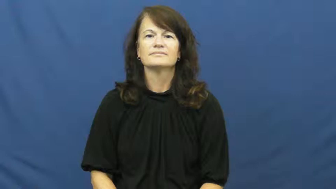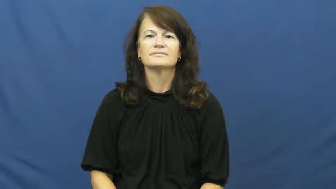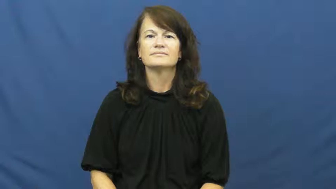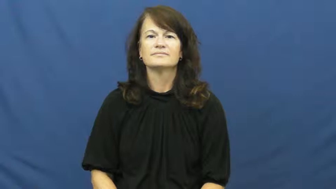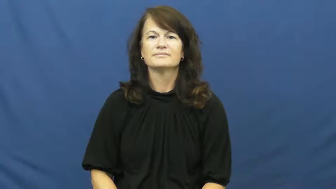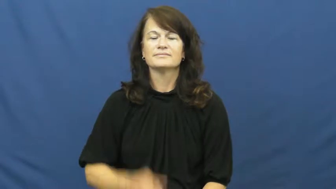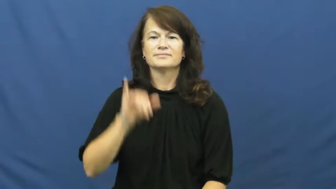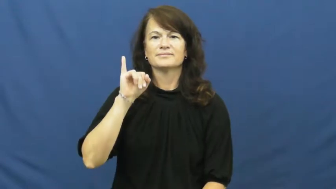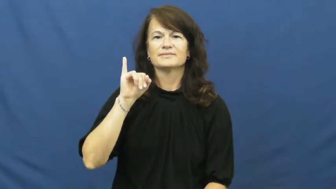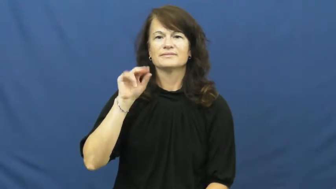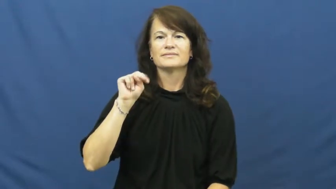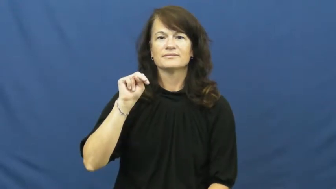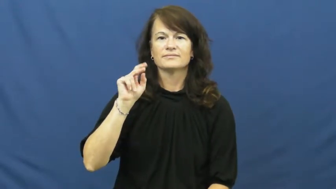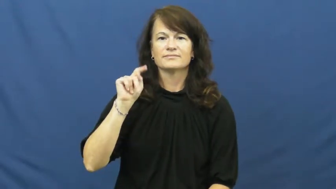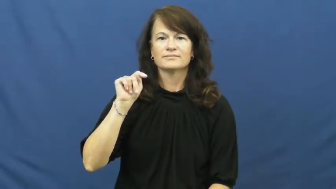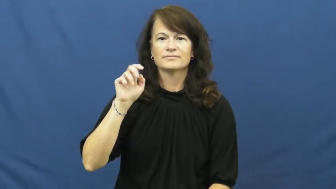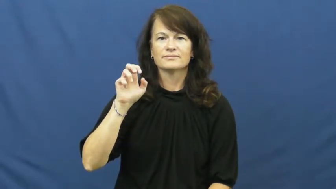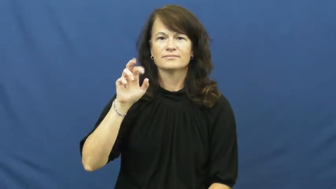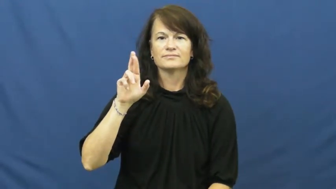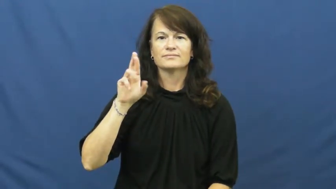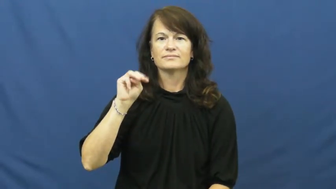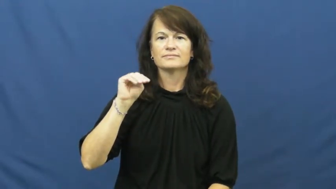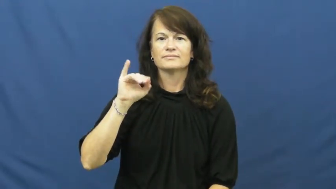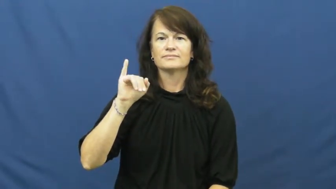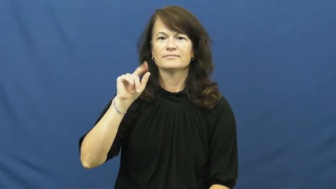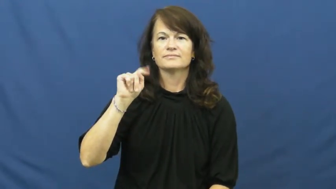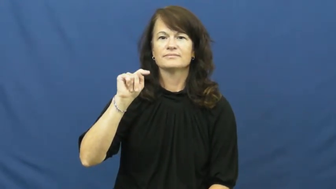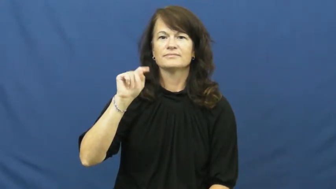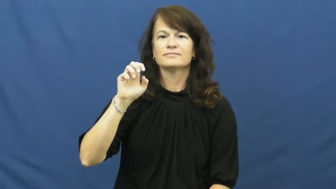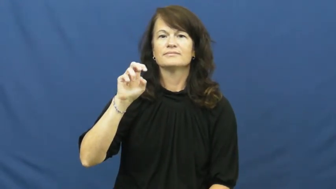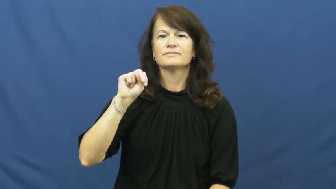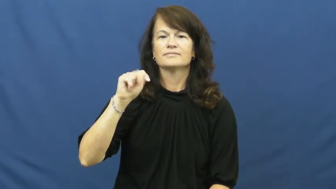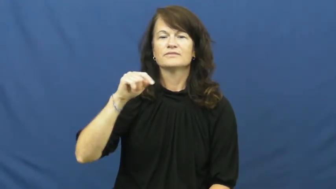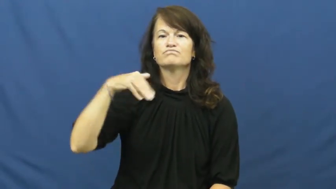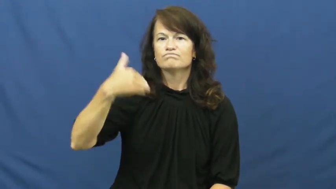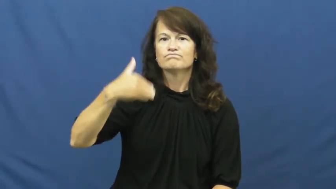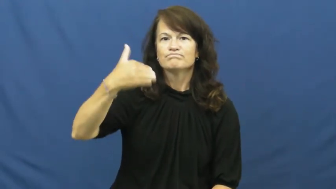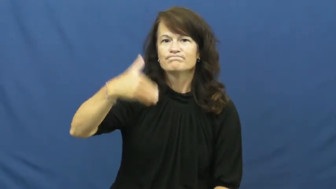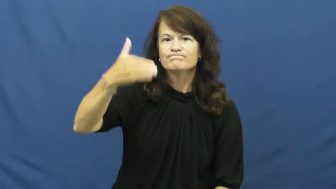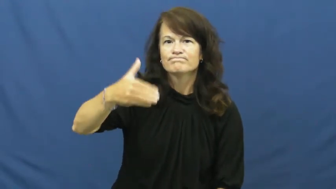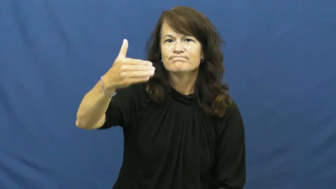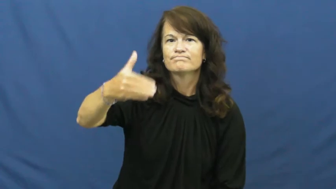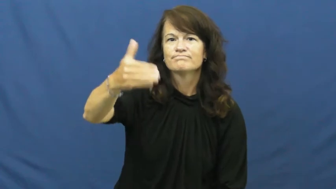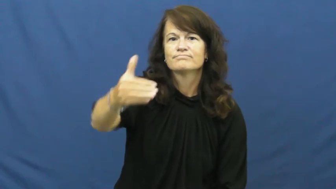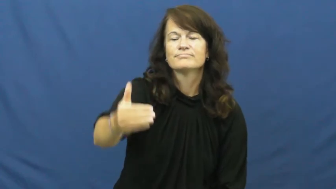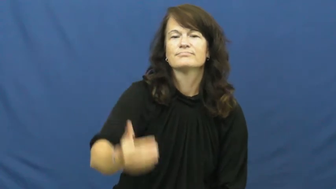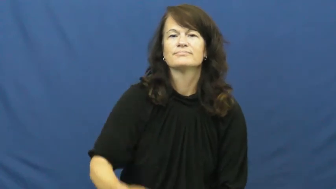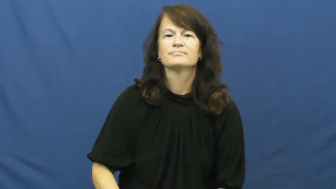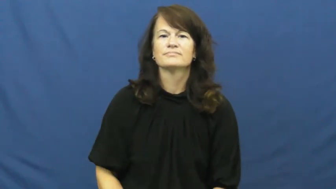intermittent